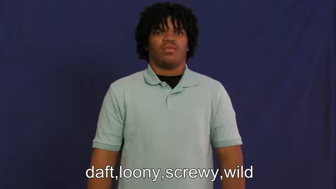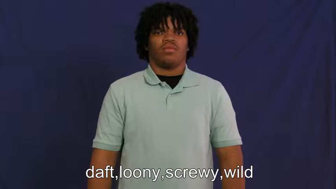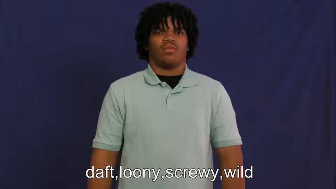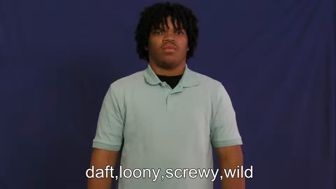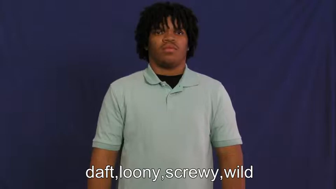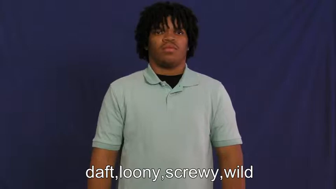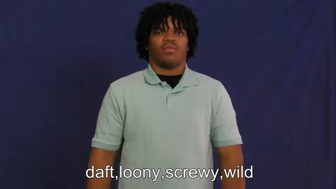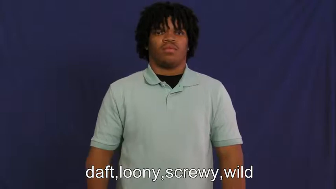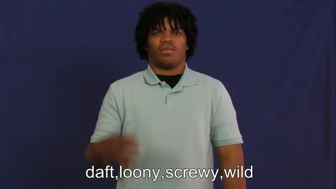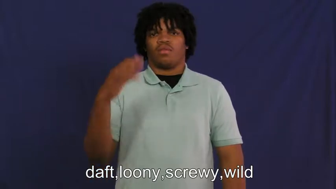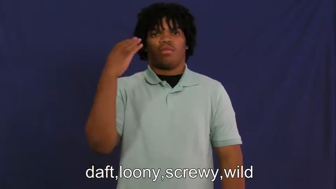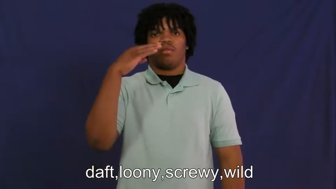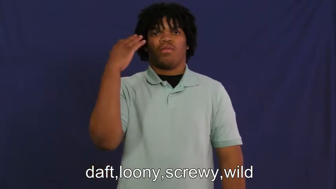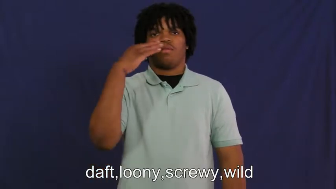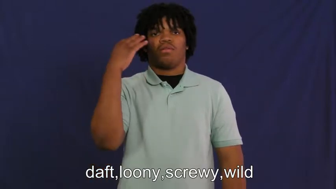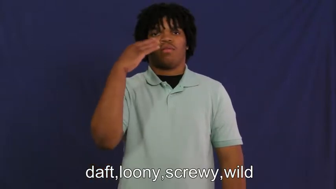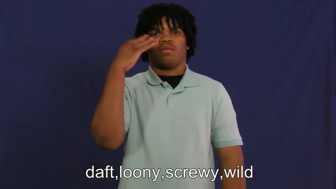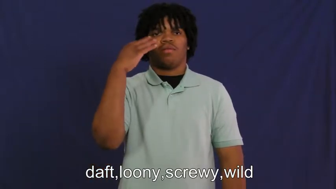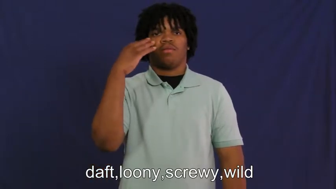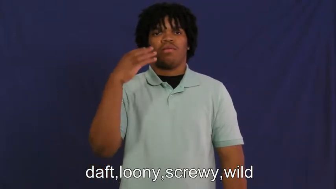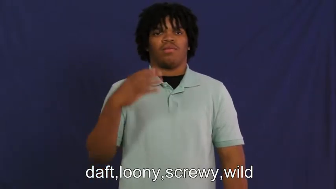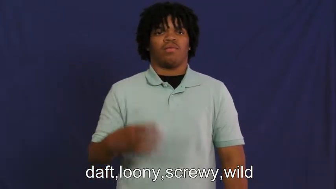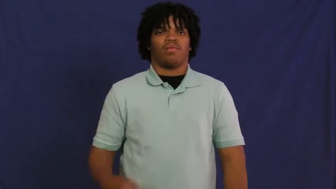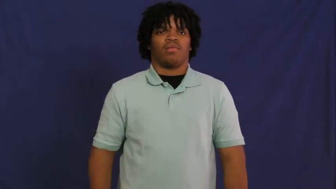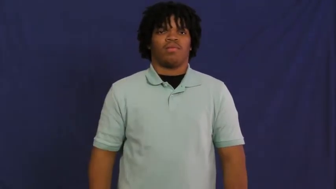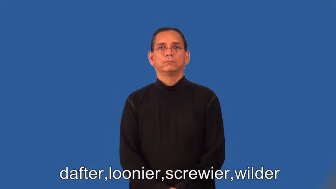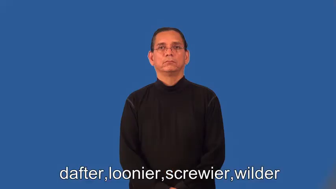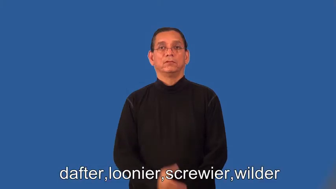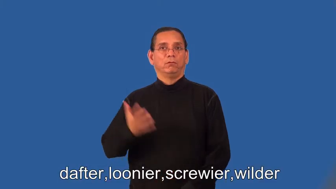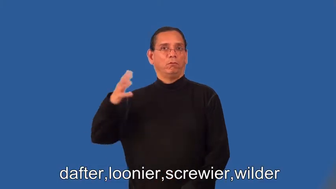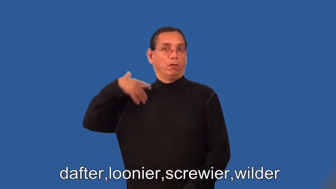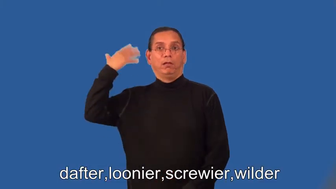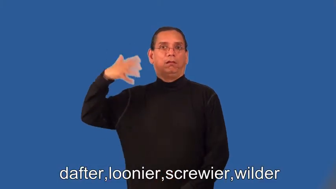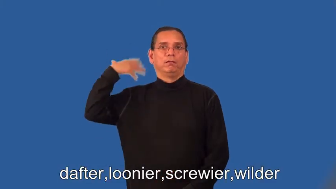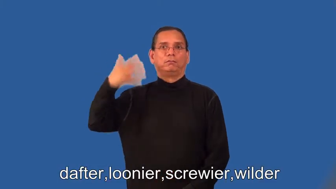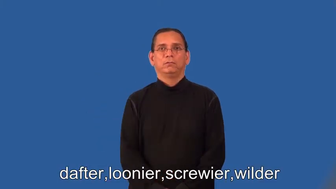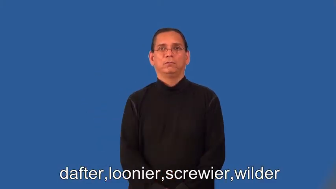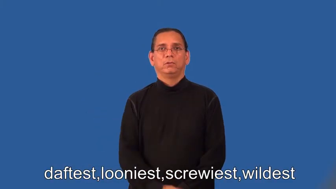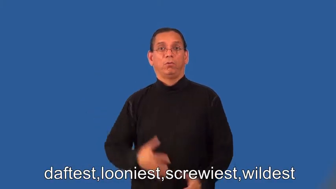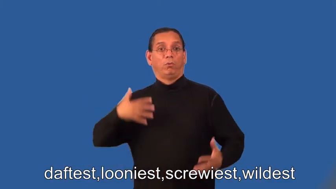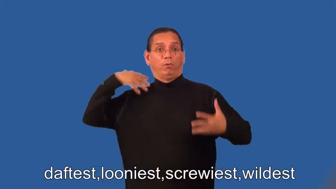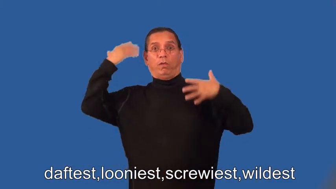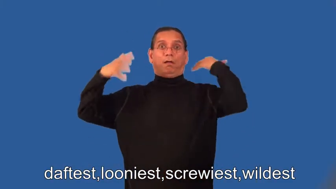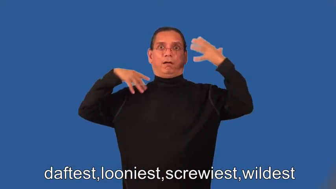dafter,loonier,screwier,wilder,daftest,looniest,screwiest,wildest